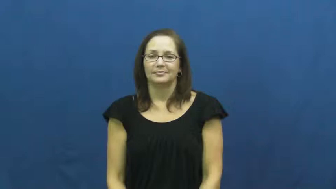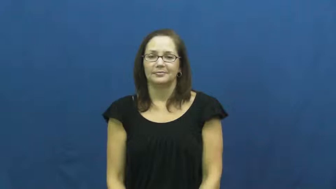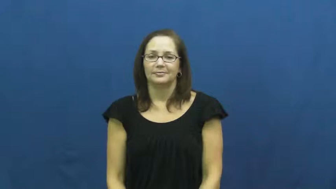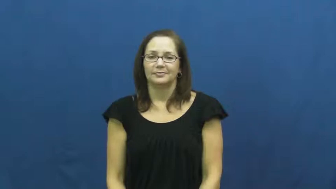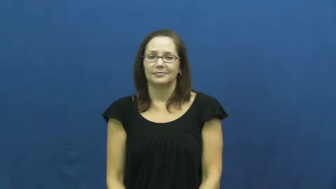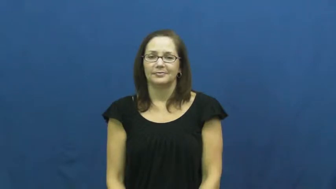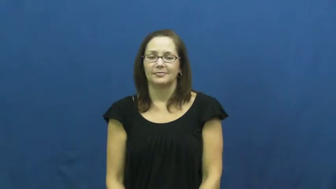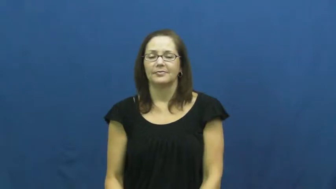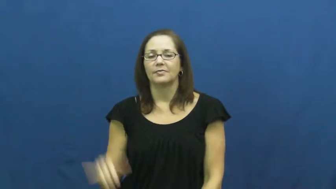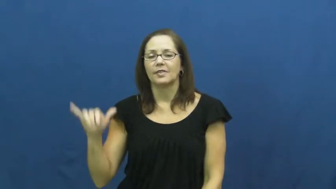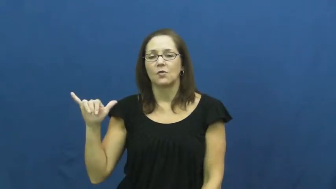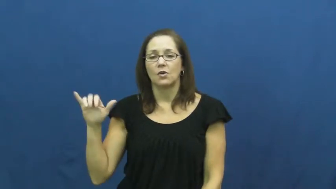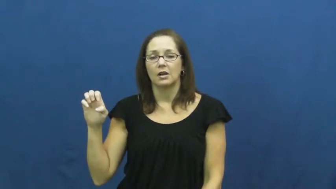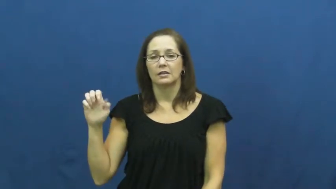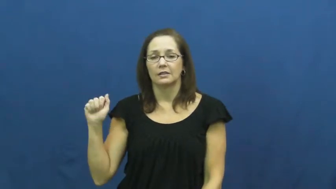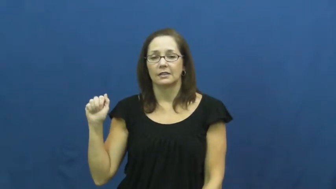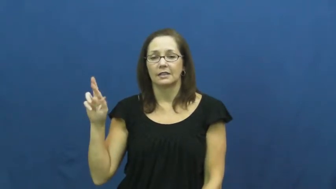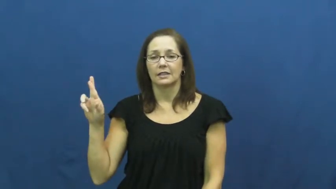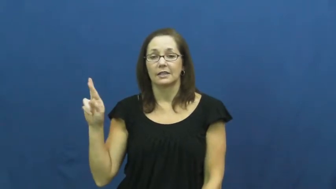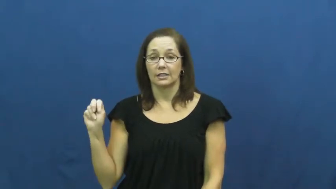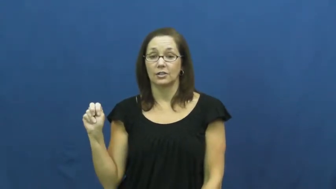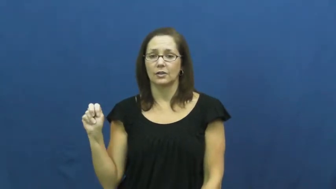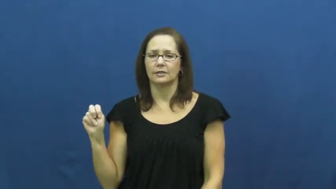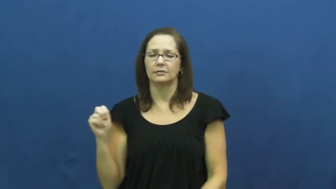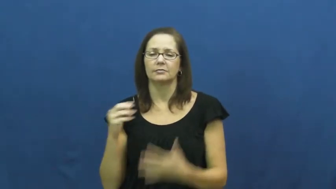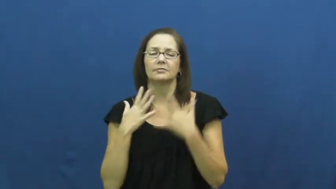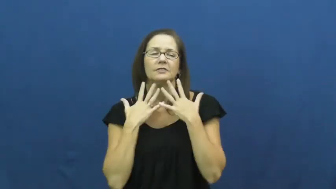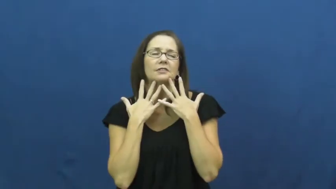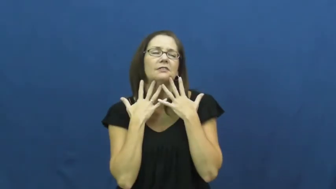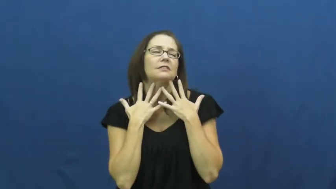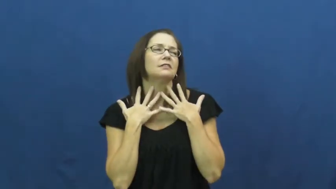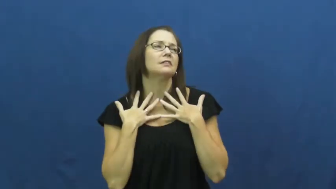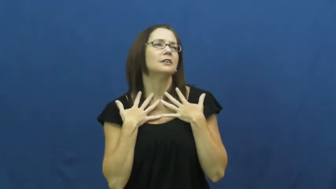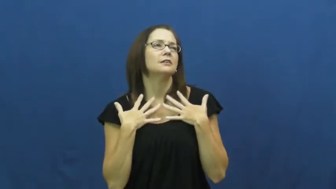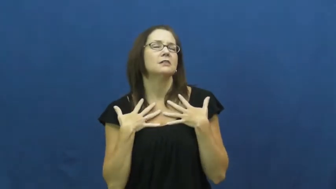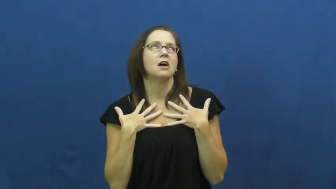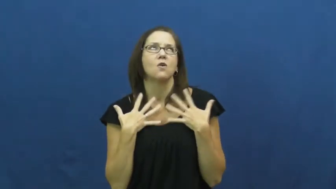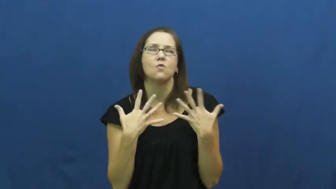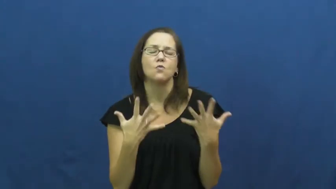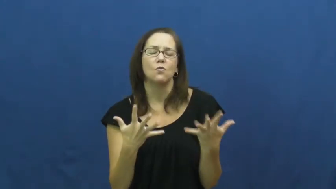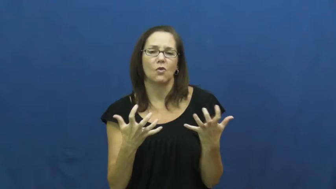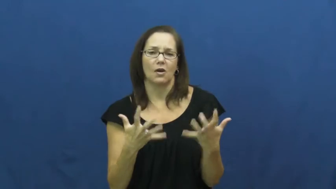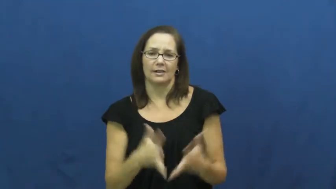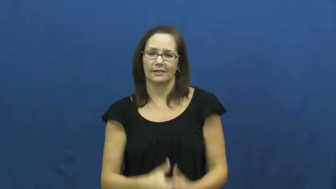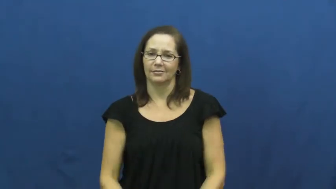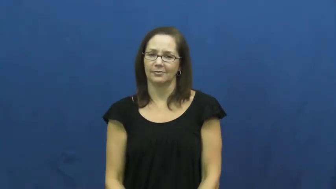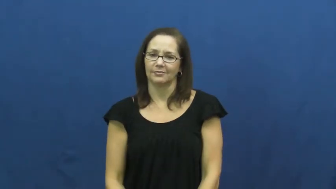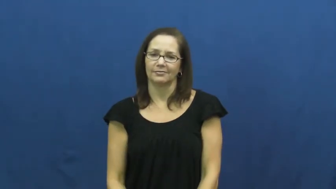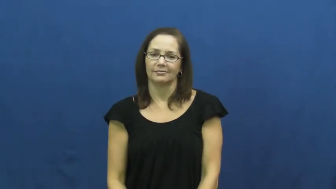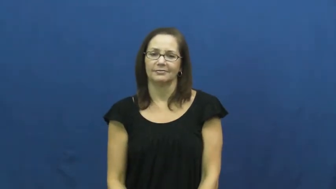yearn